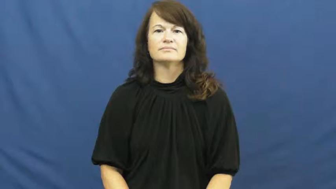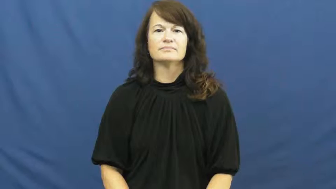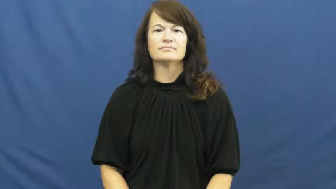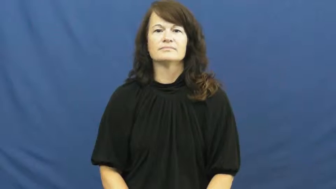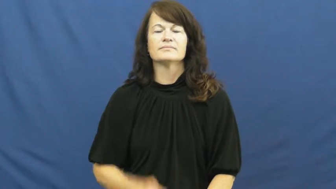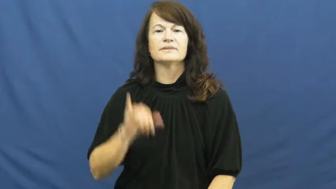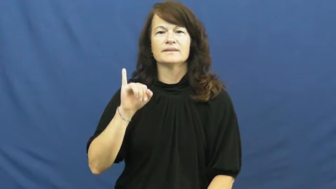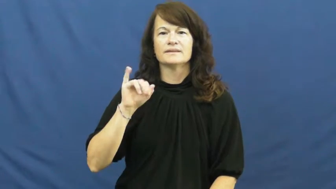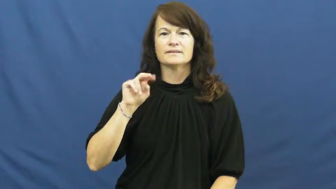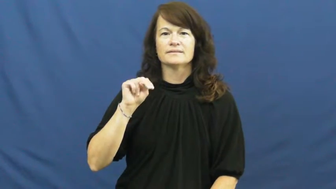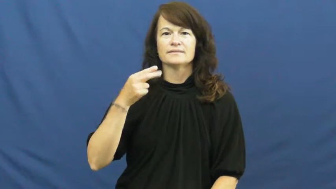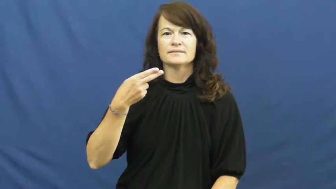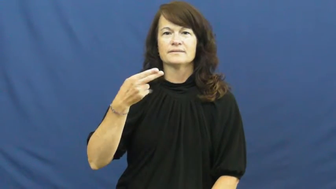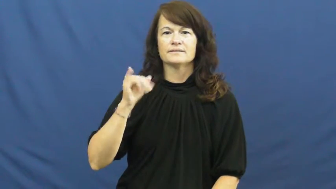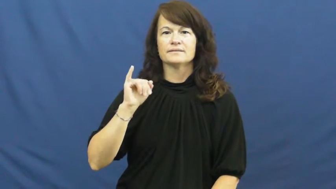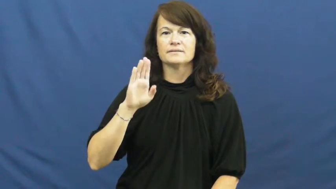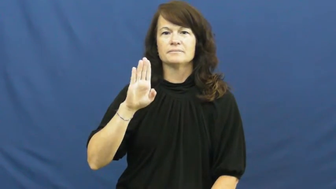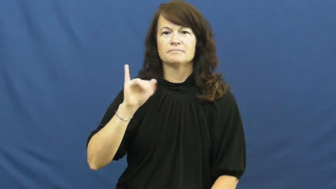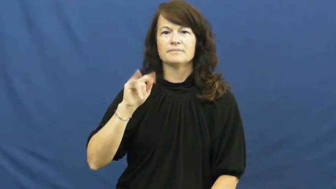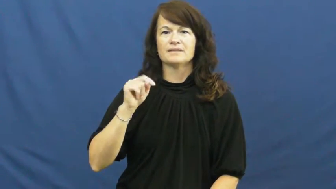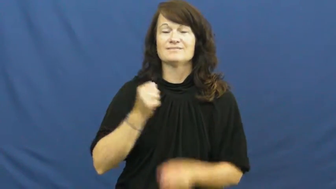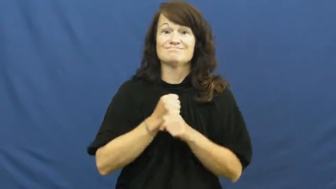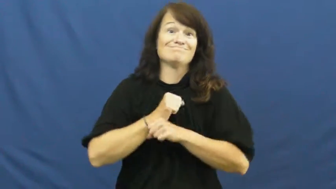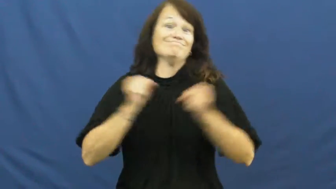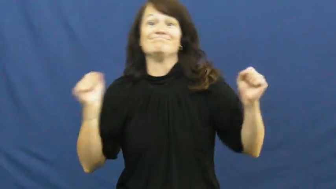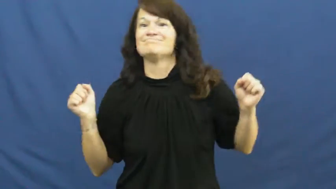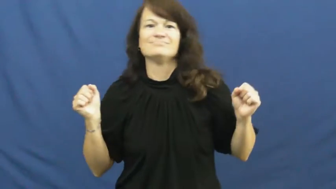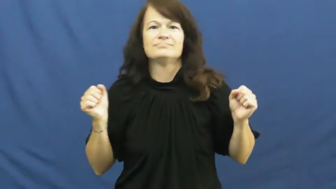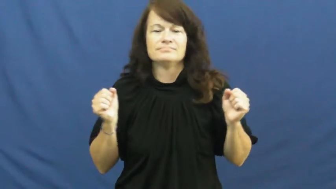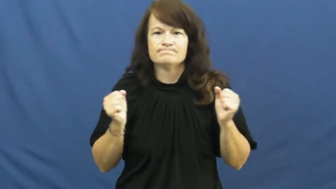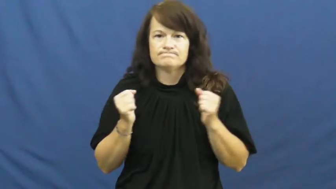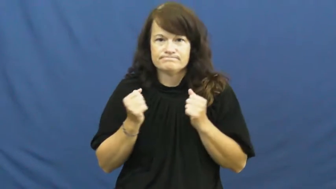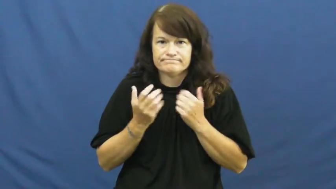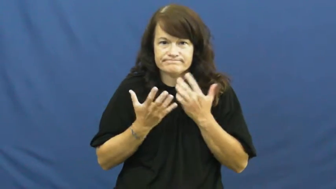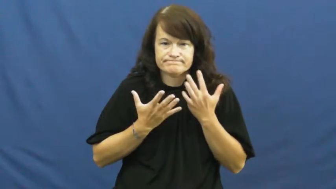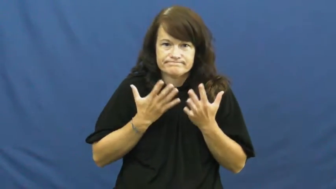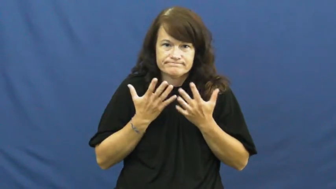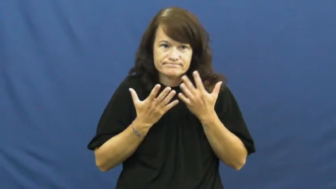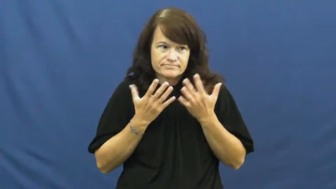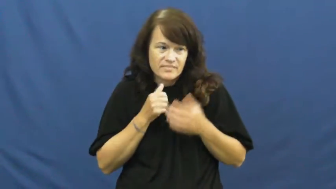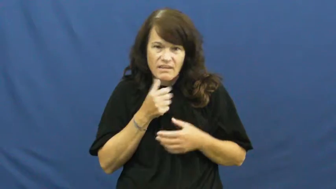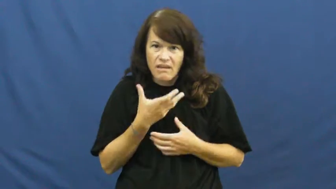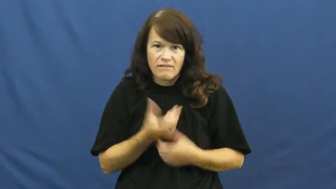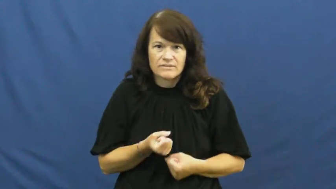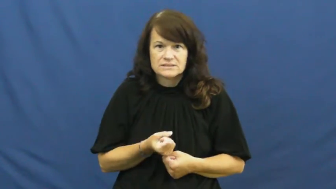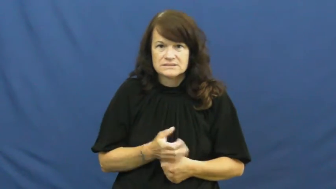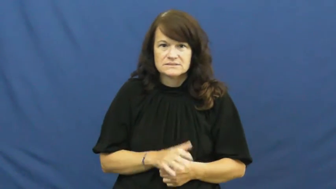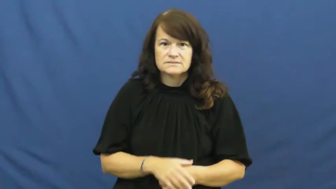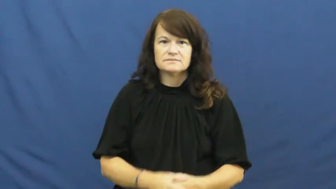inhibit-emotion